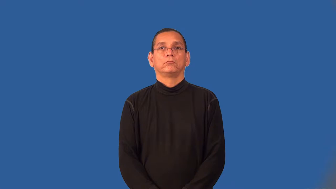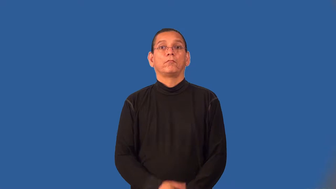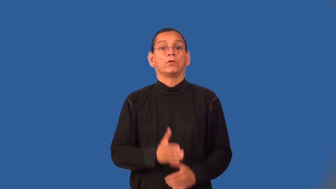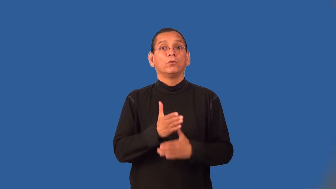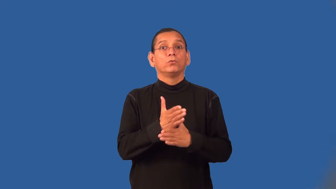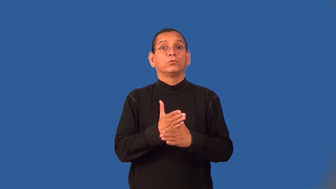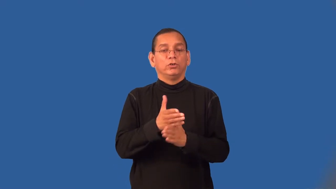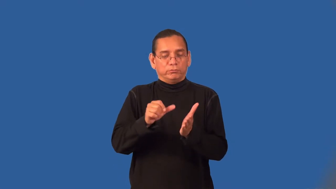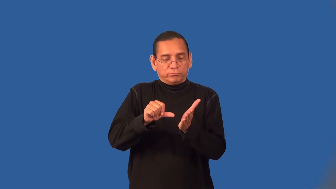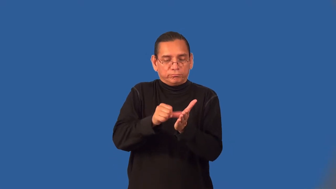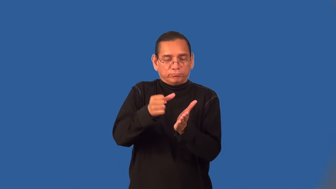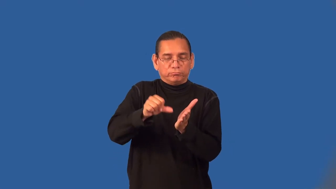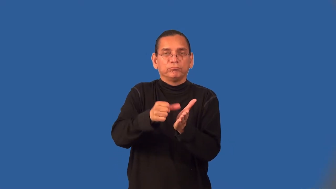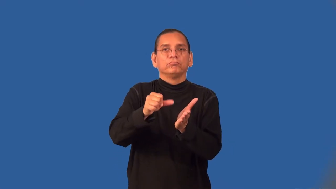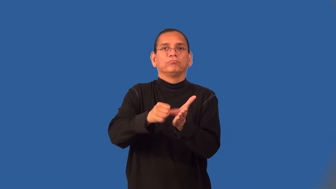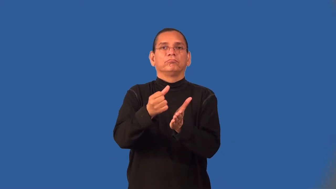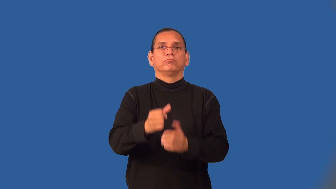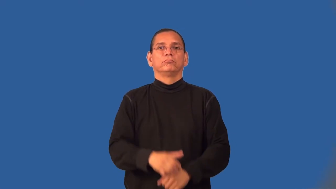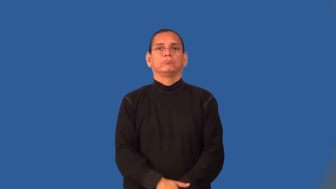woodcarving